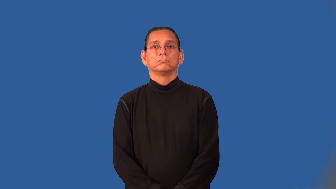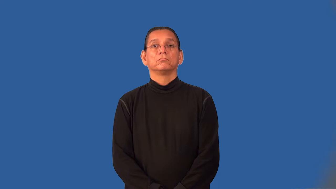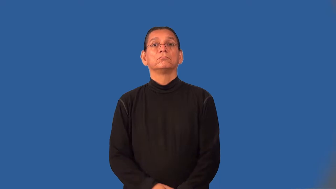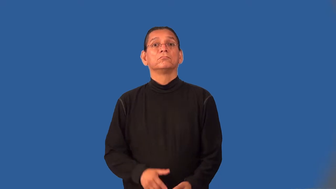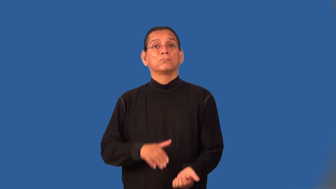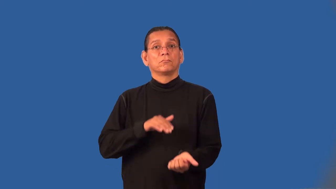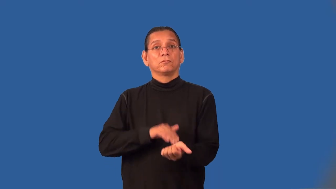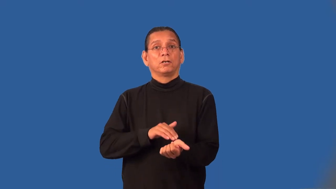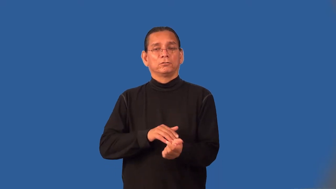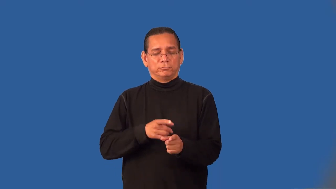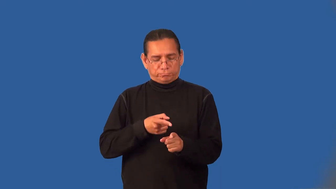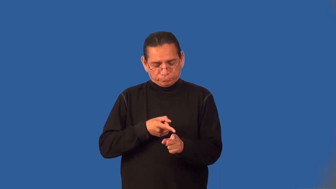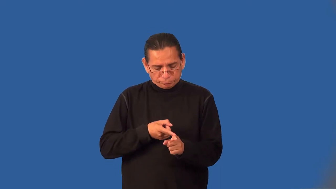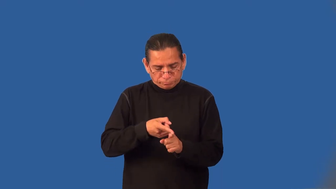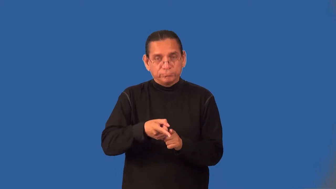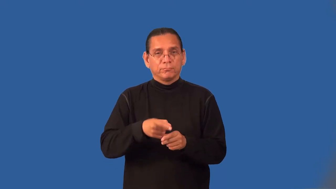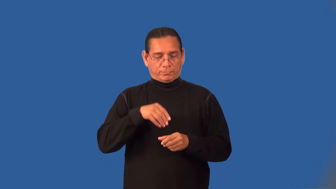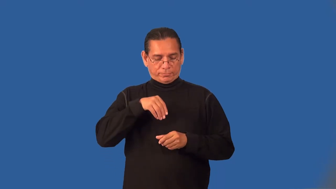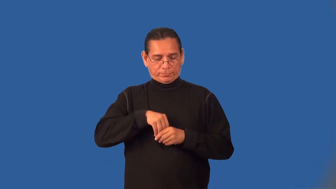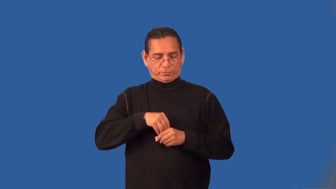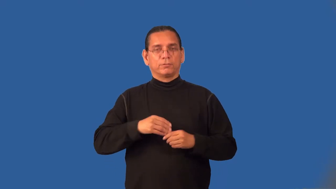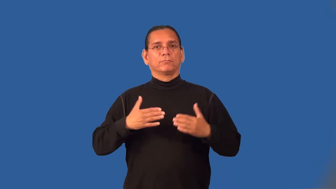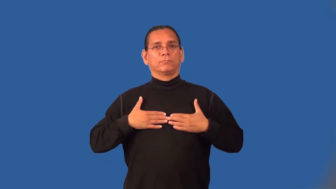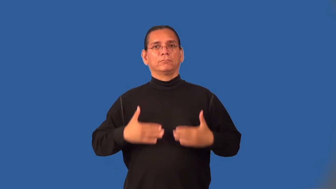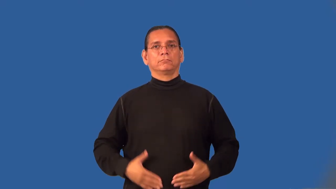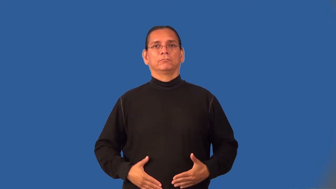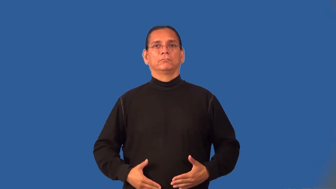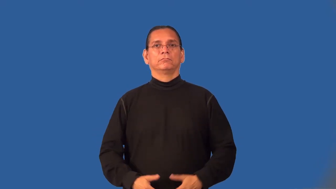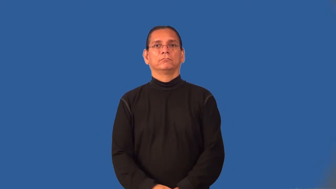internist